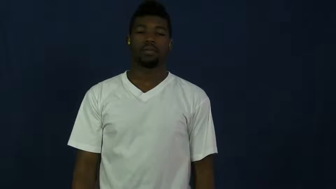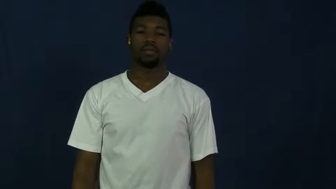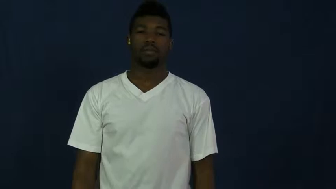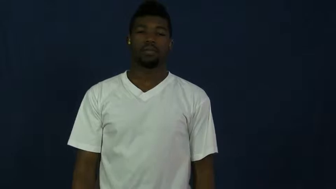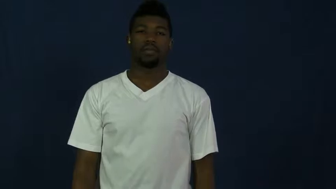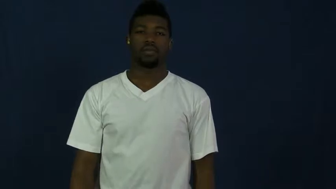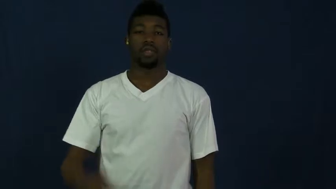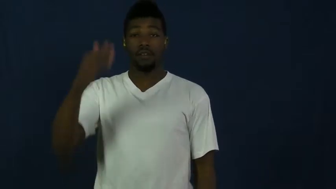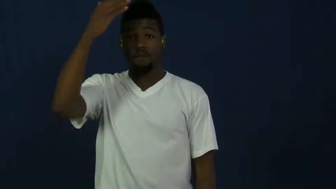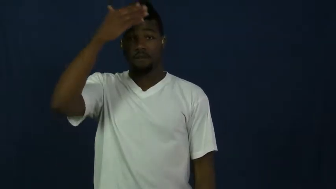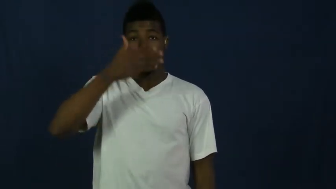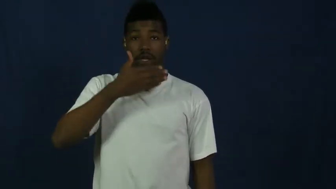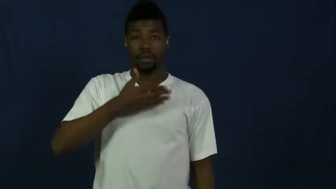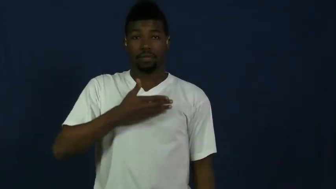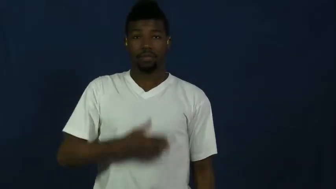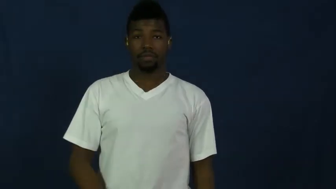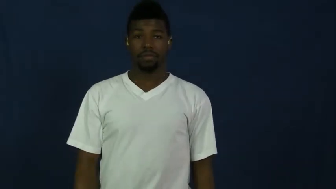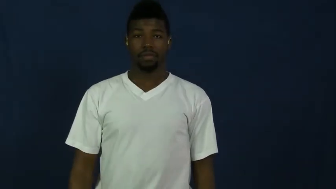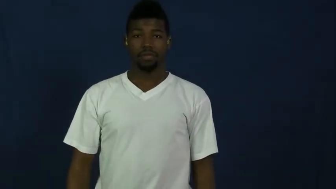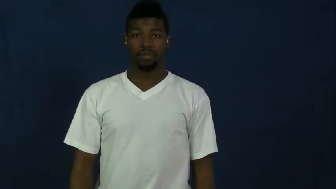front,anterior,fore,forward,forepart